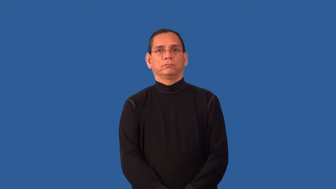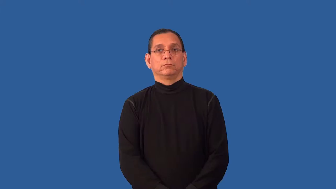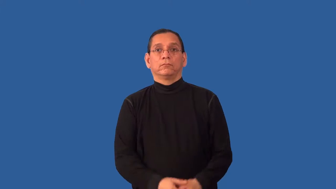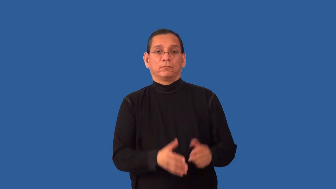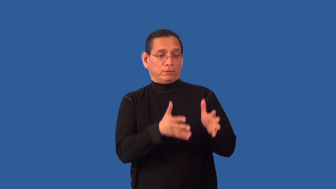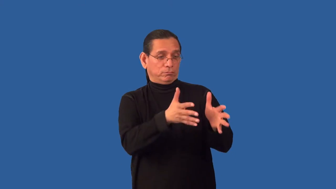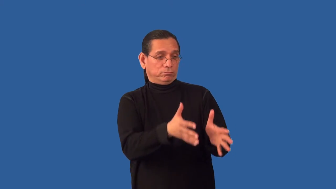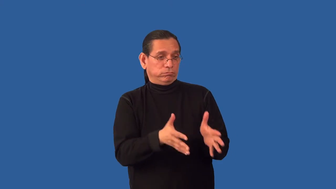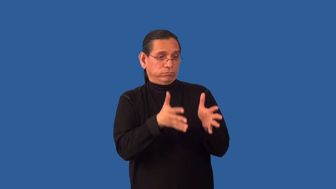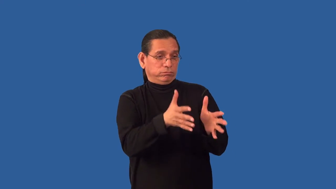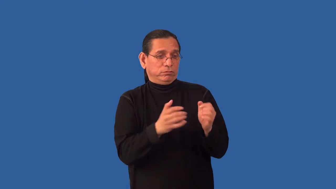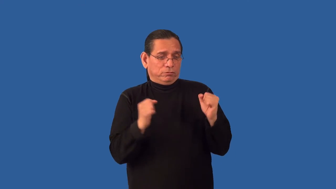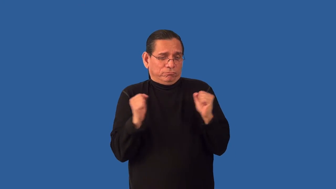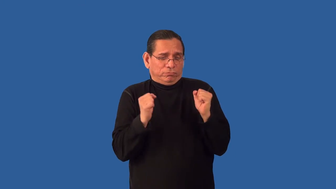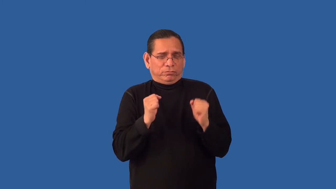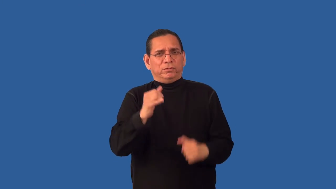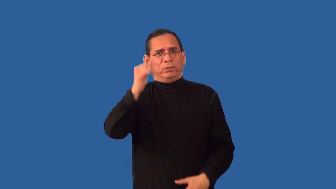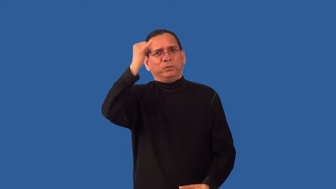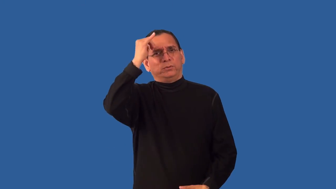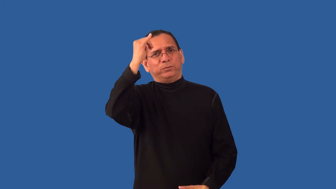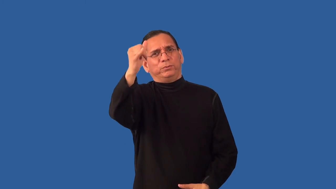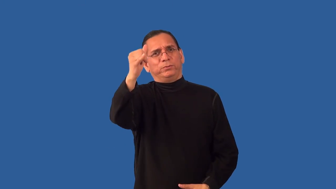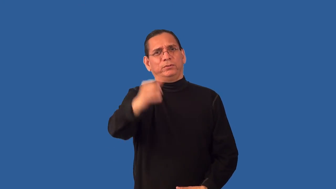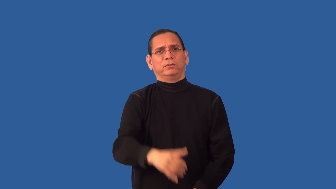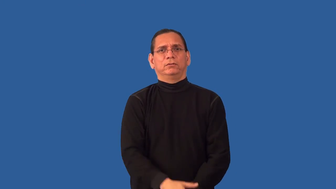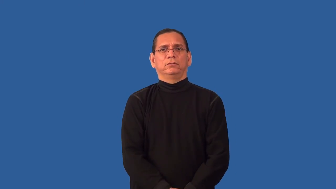overexposure-cold